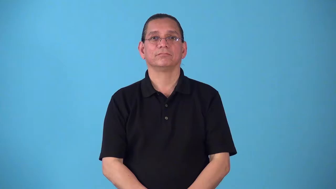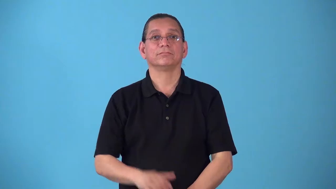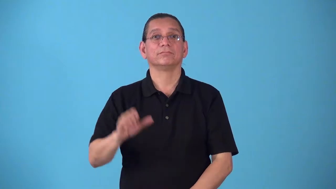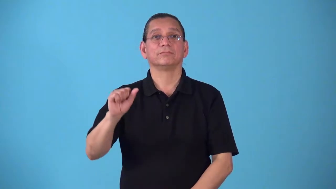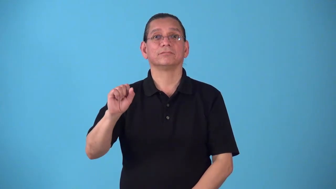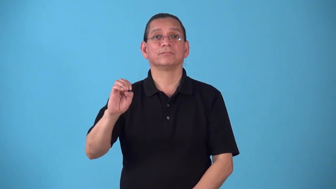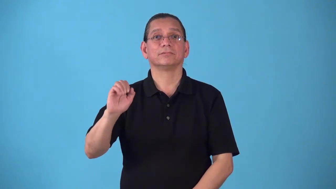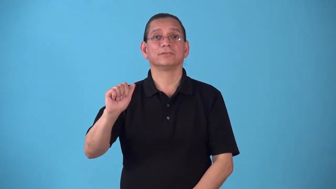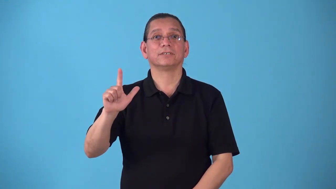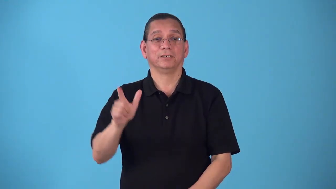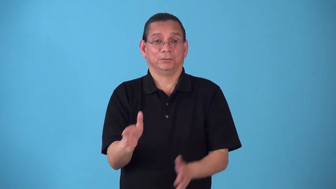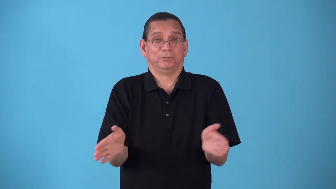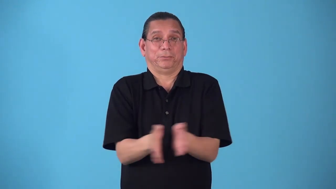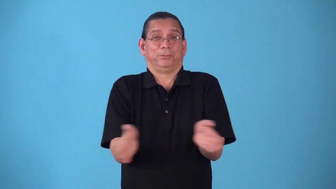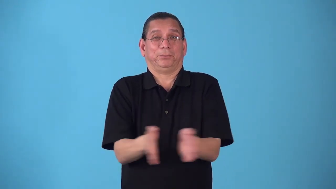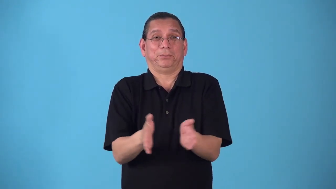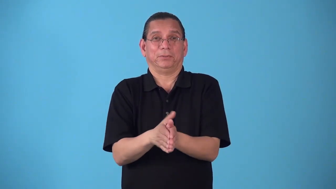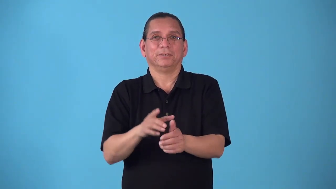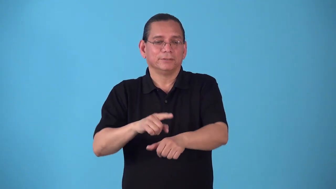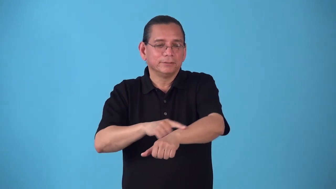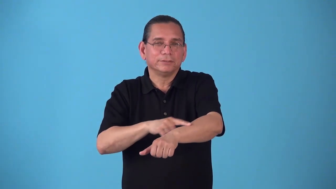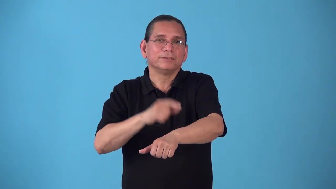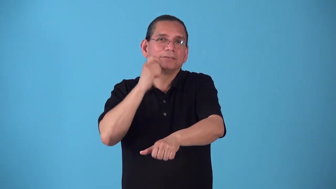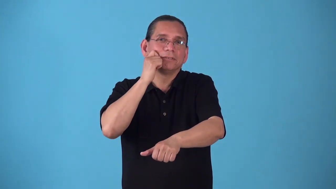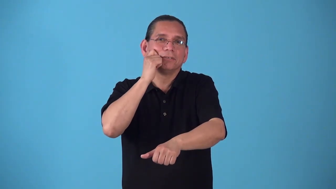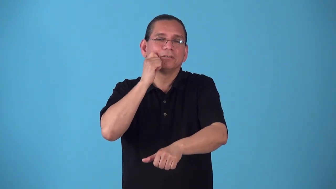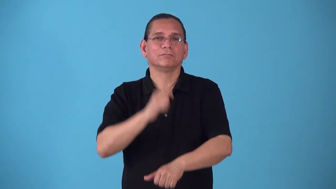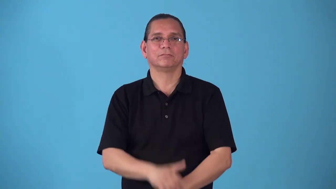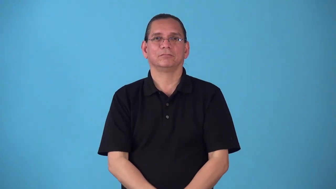sealskin